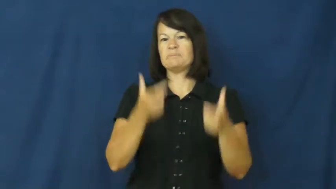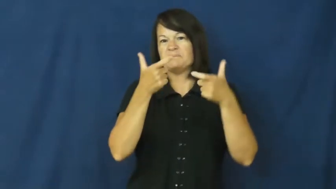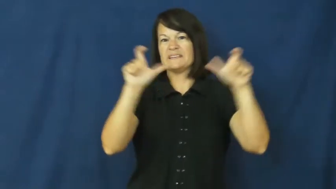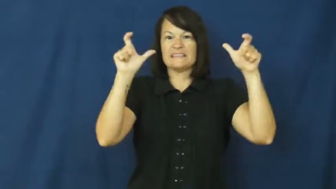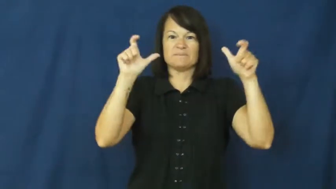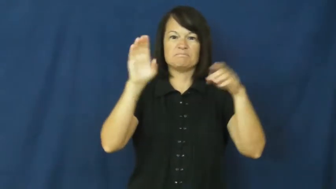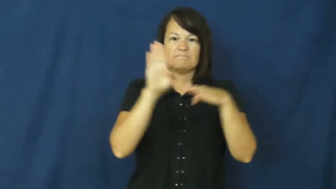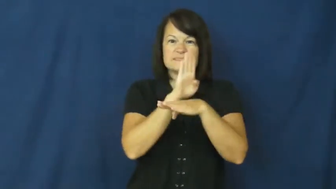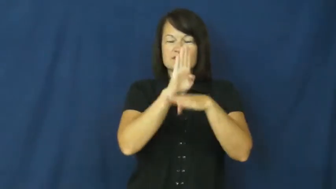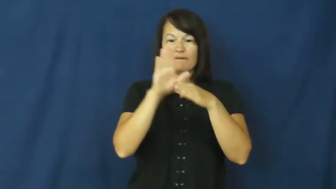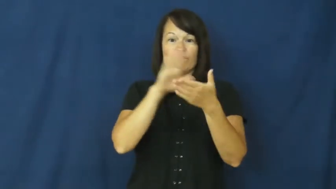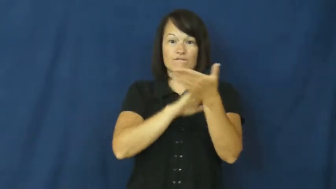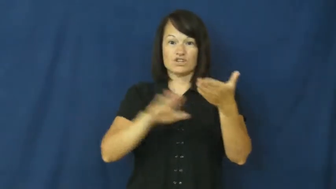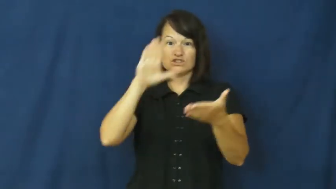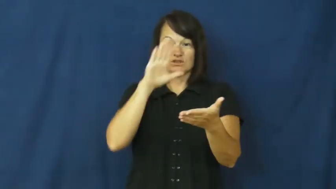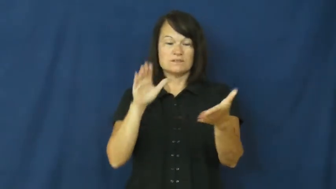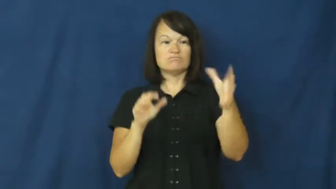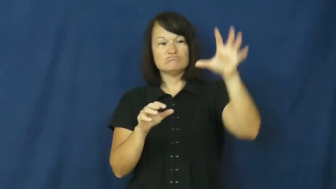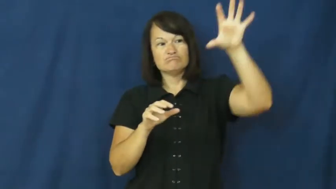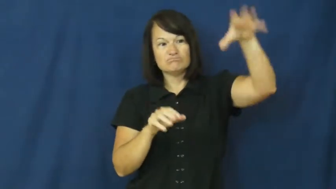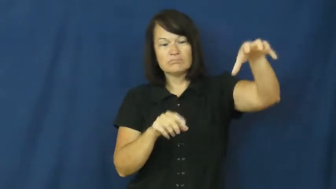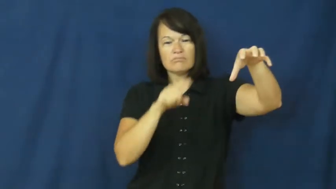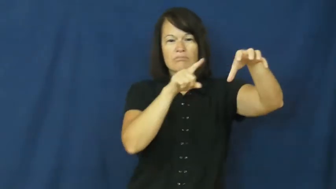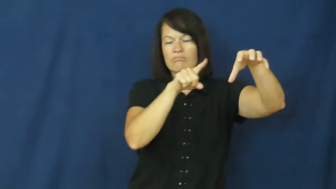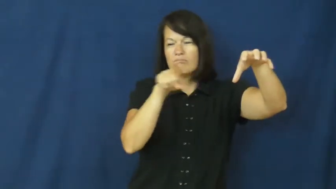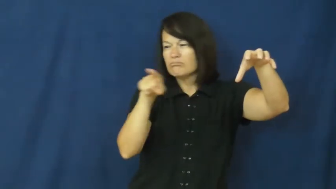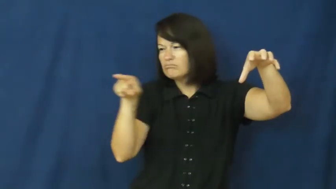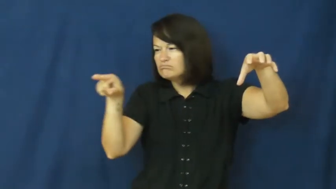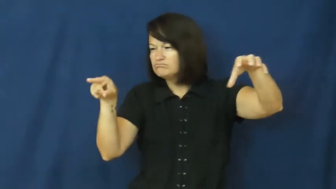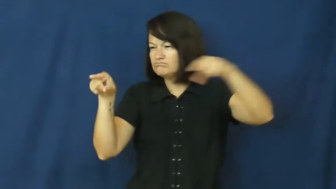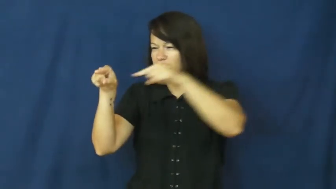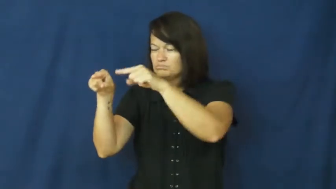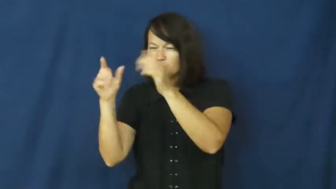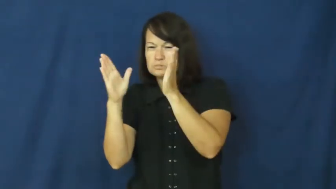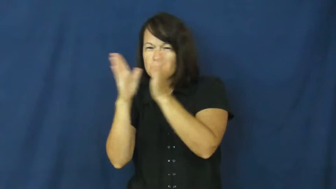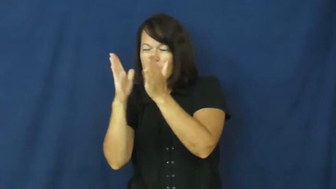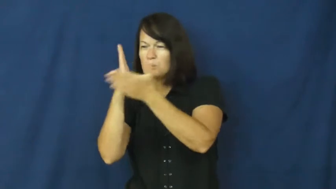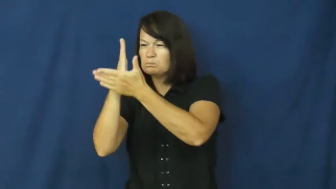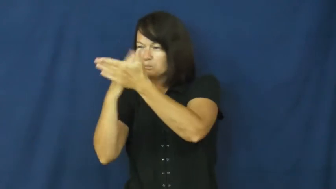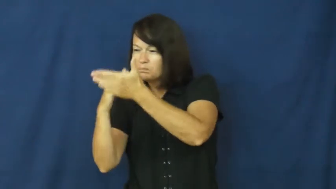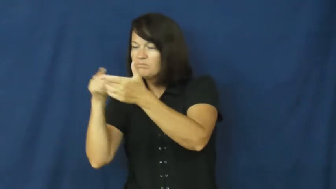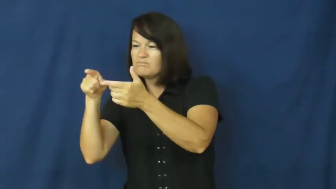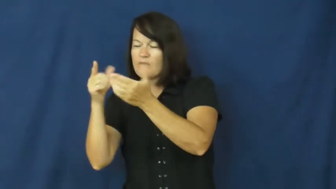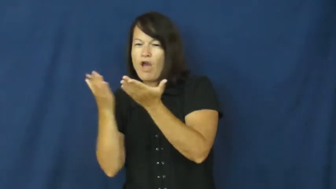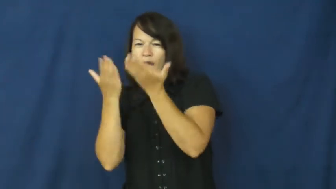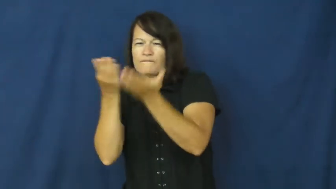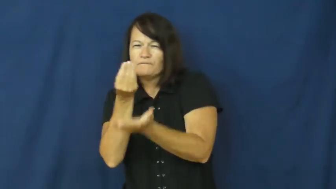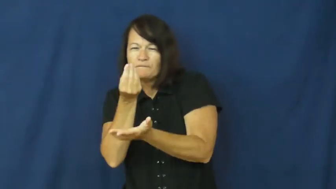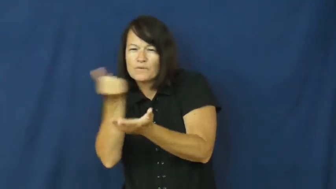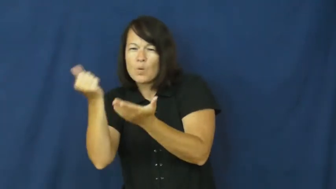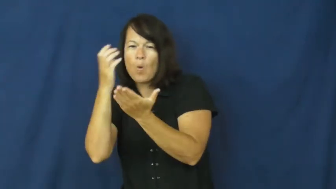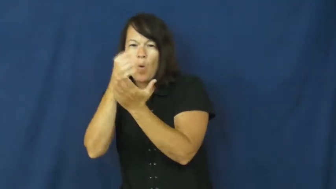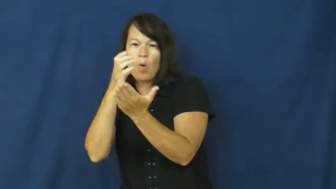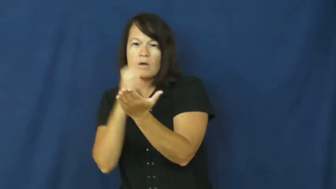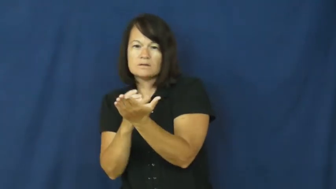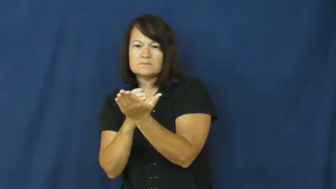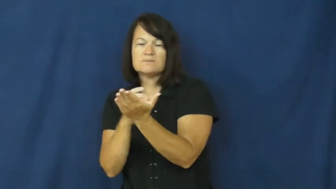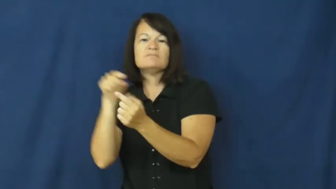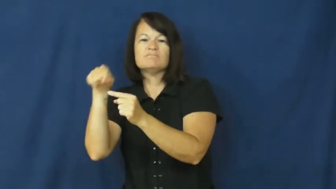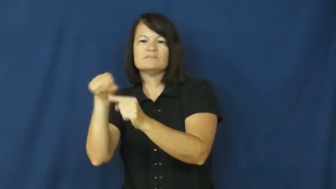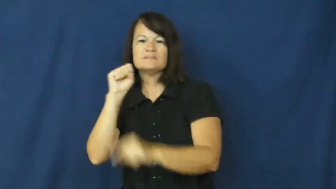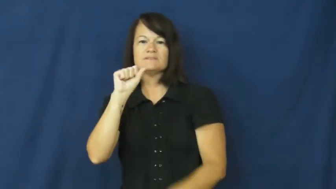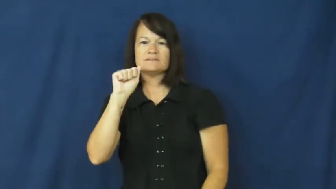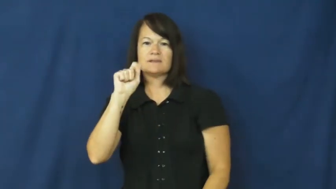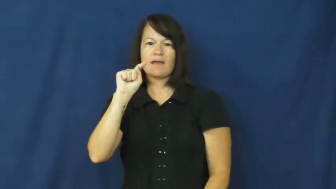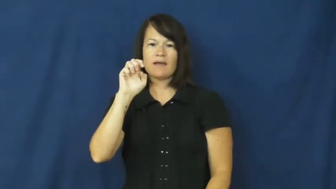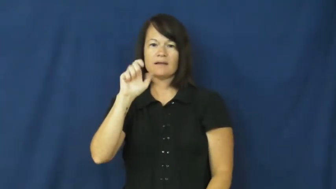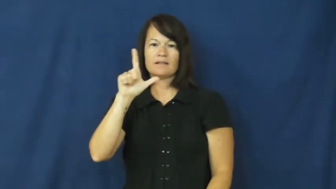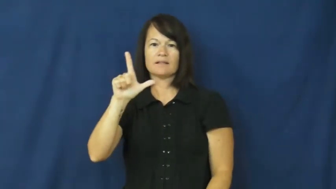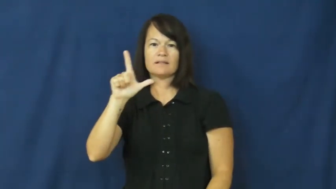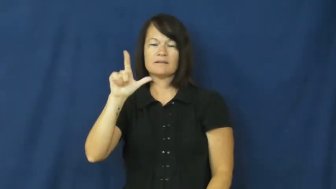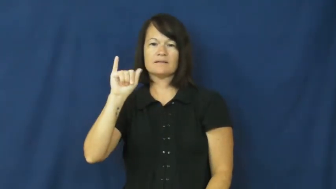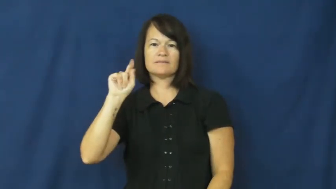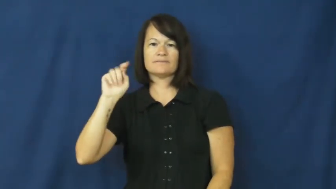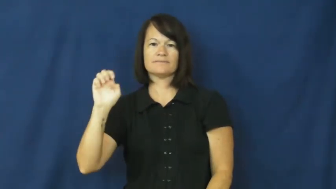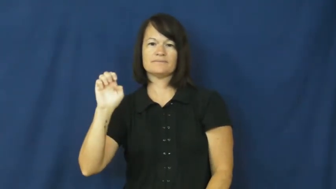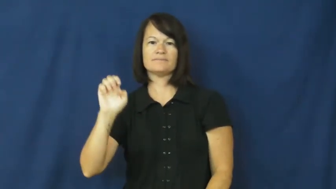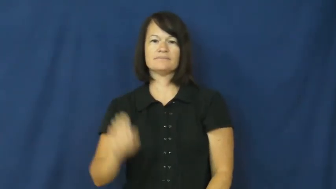satellite-college